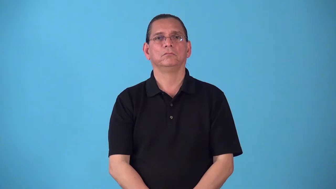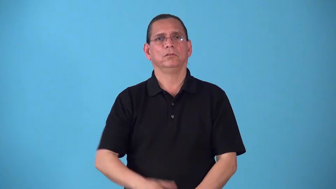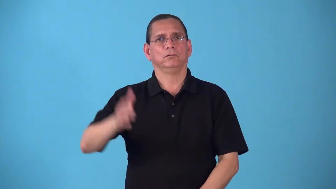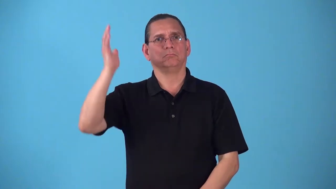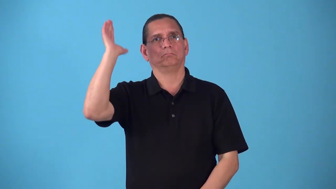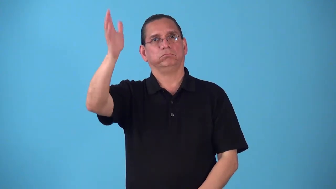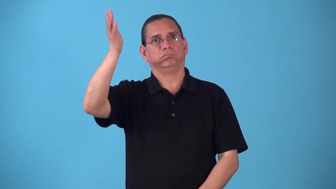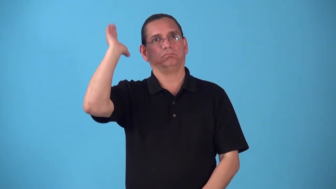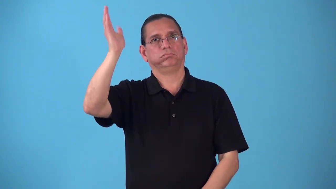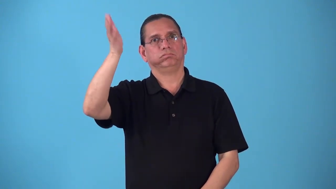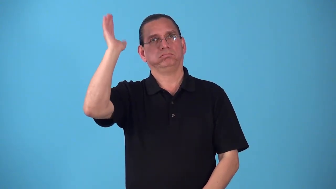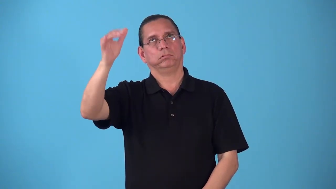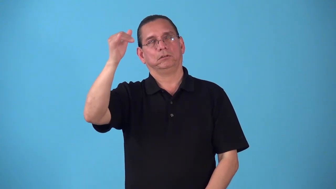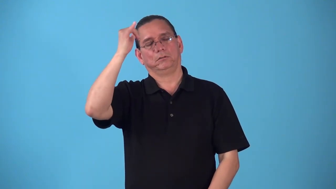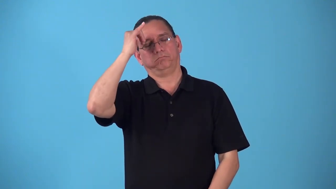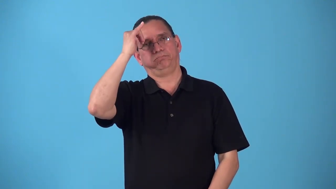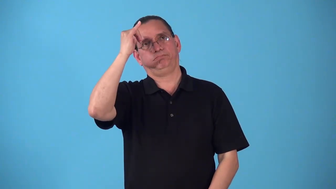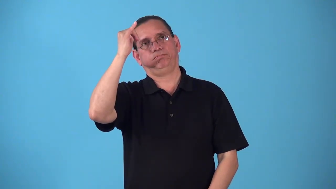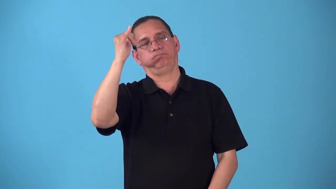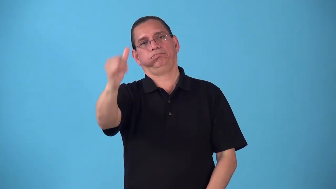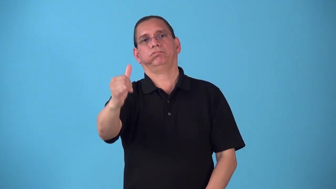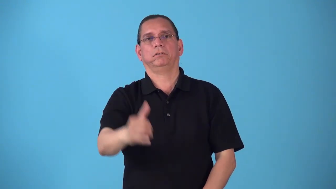screed